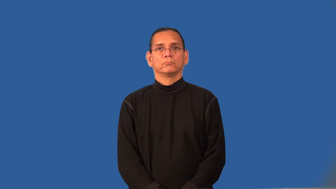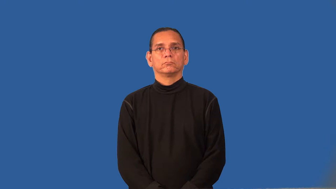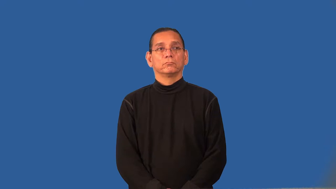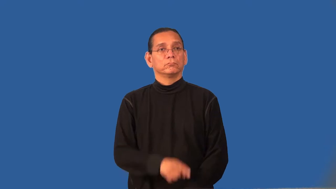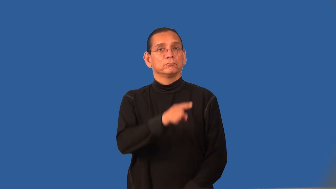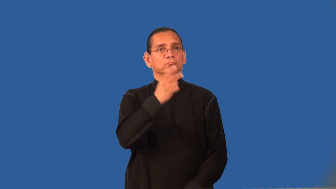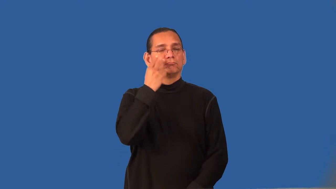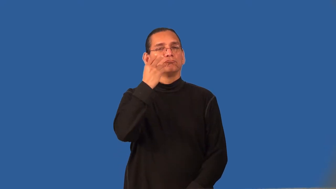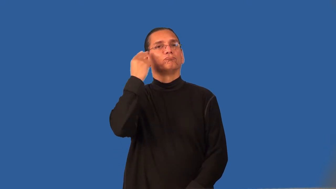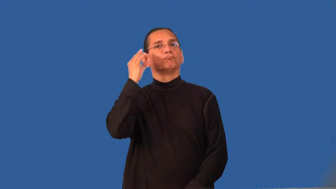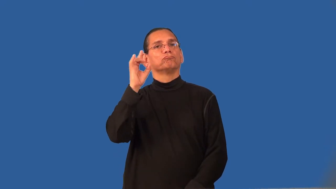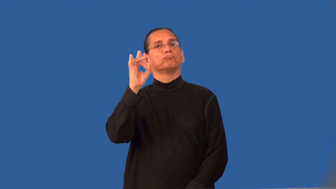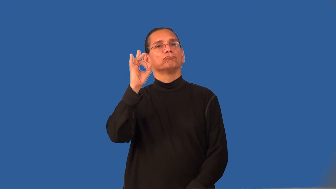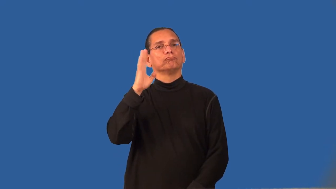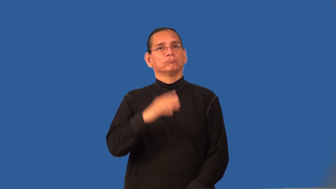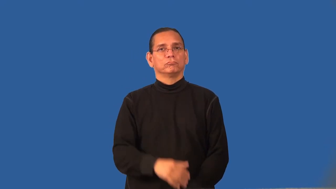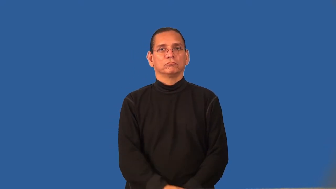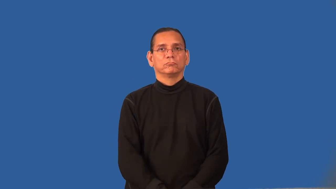redolent